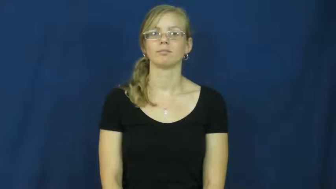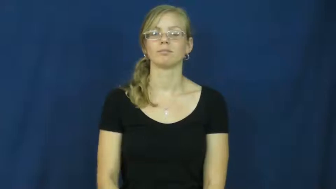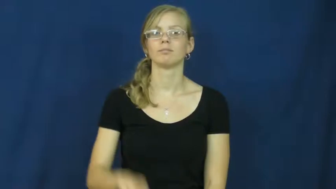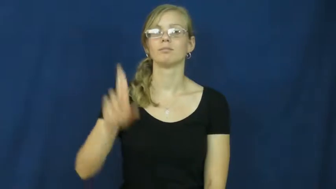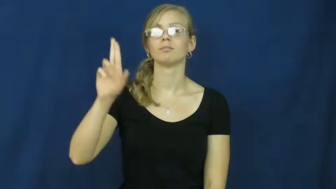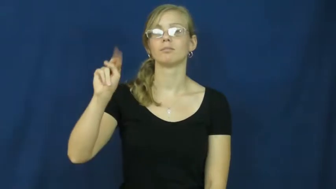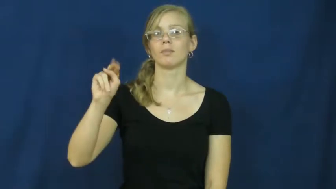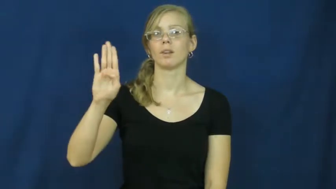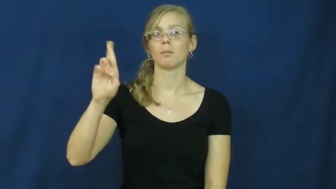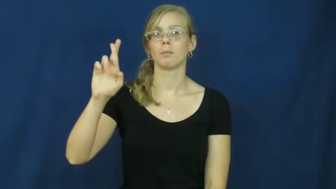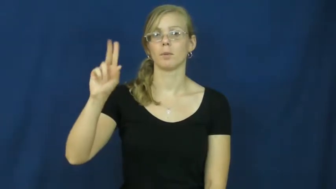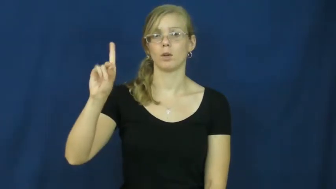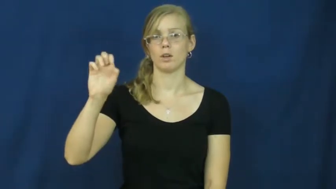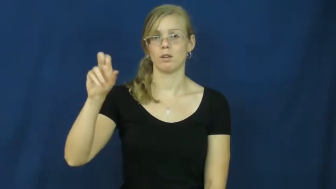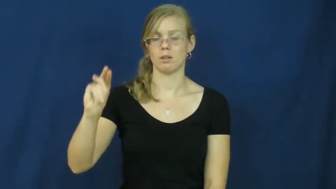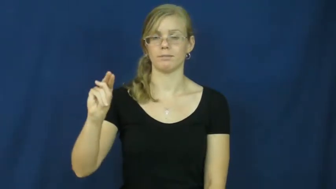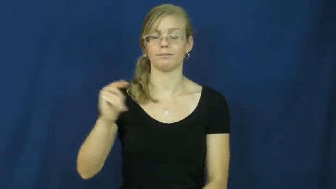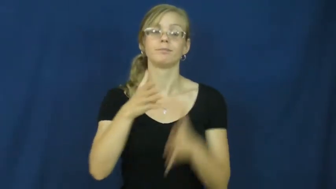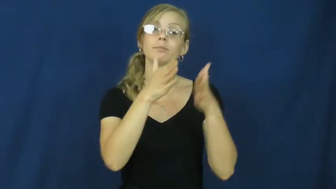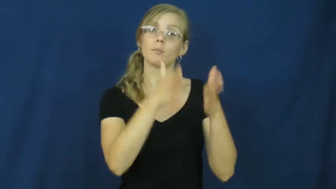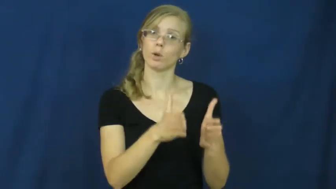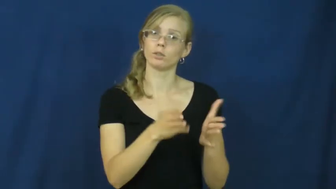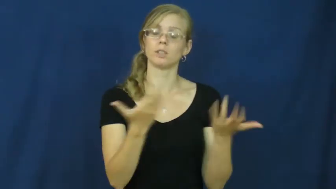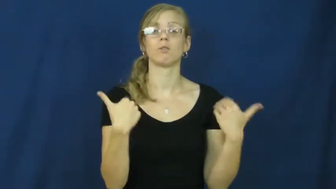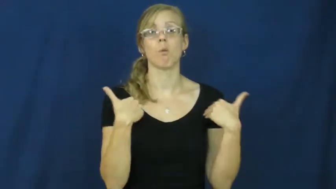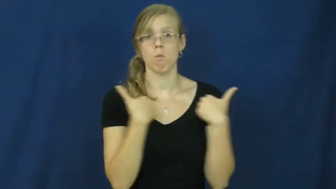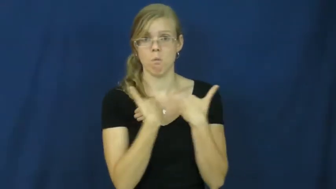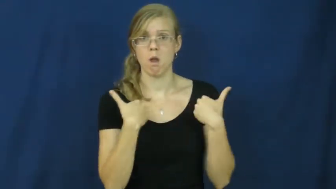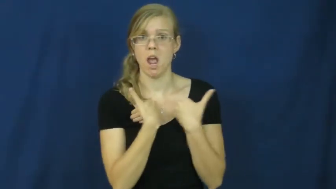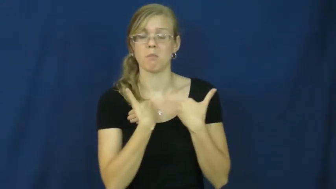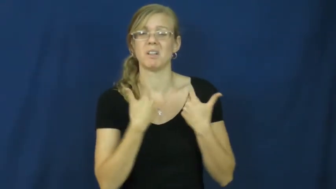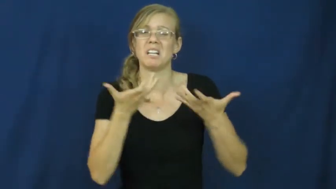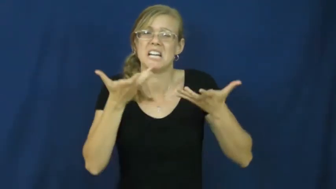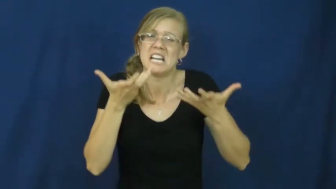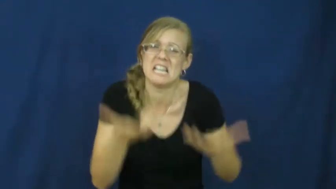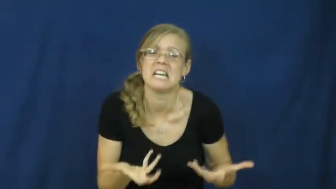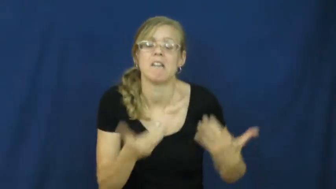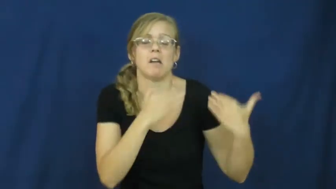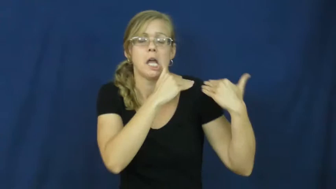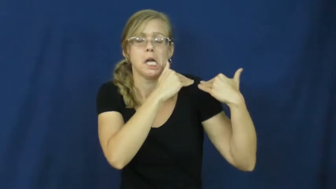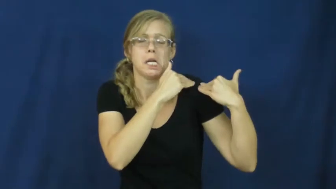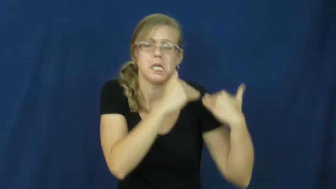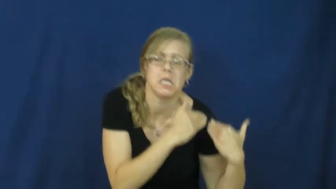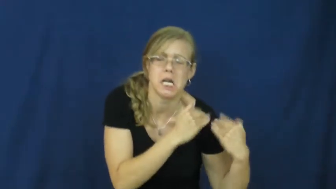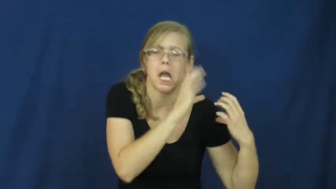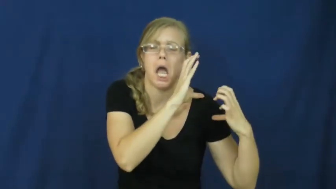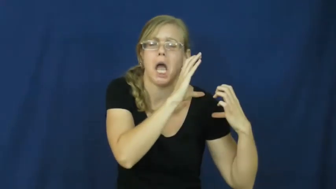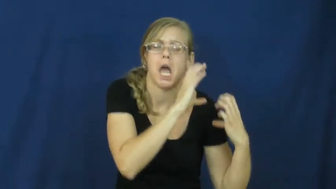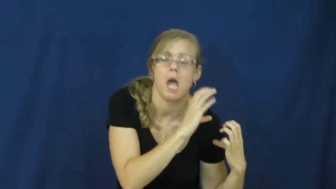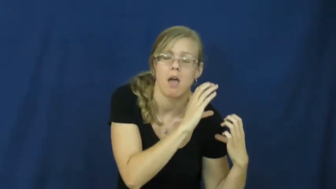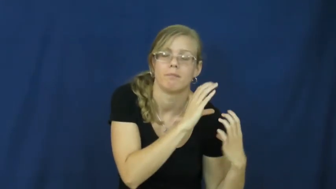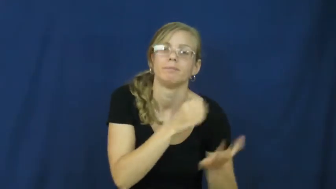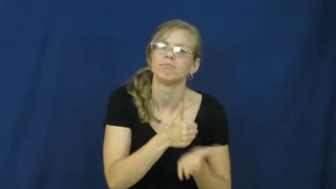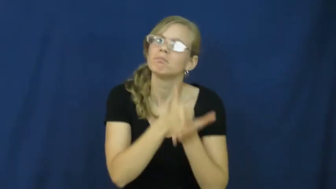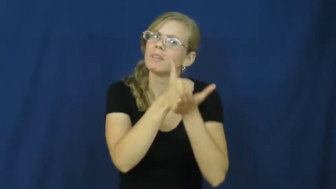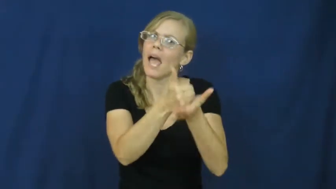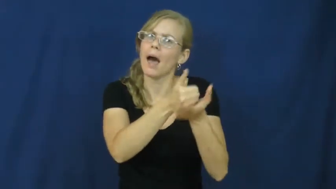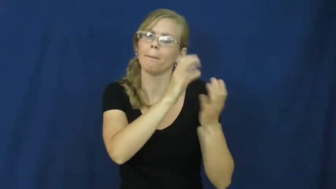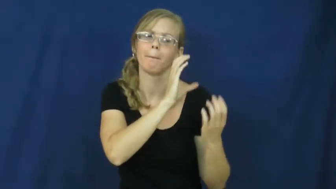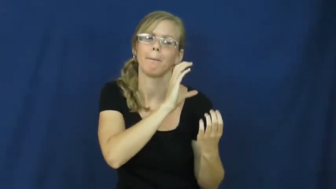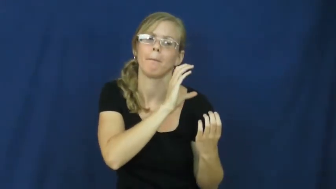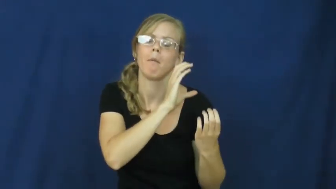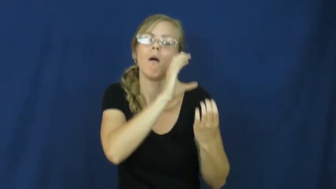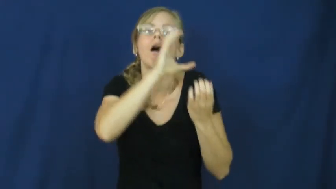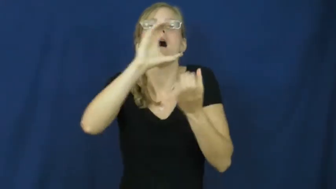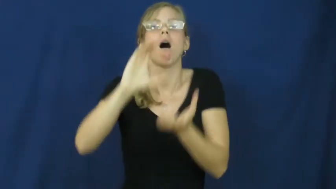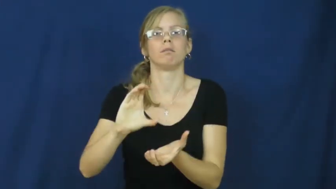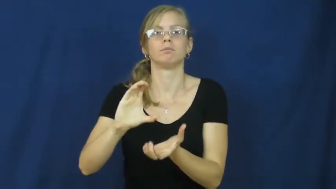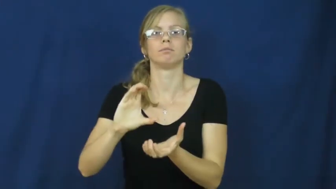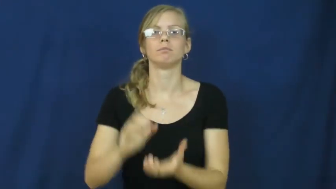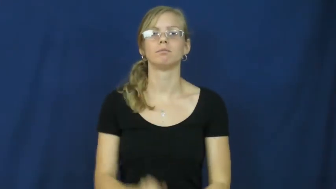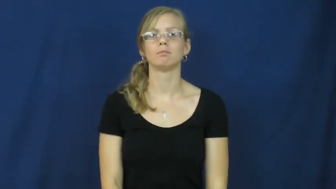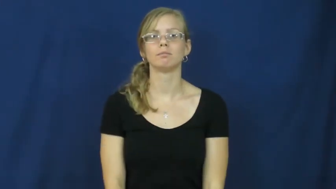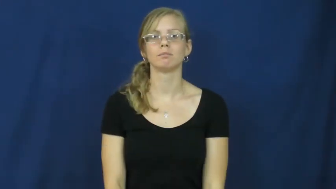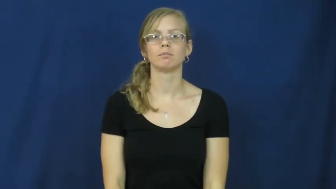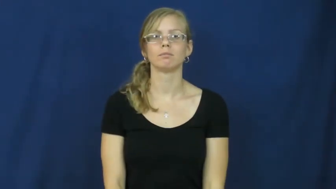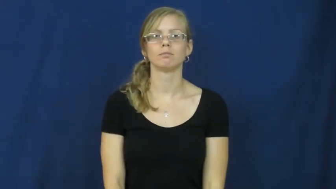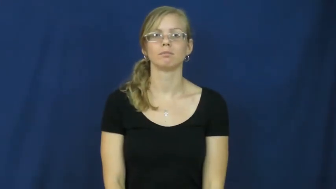unburden